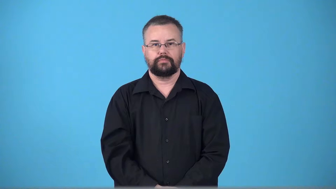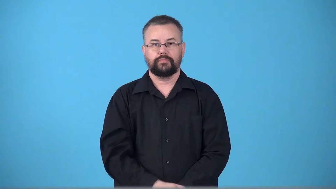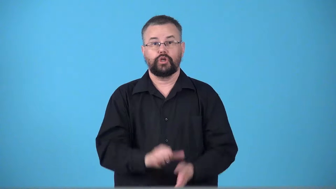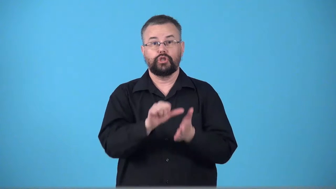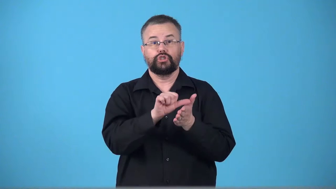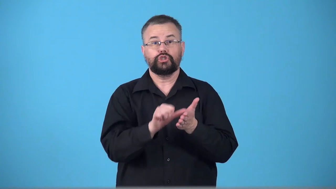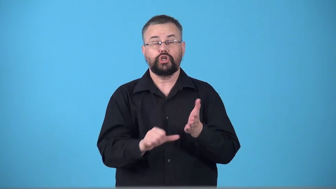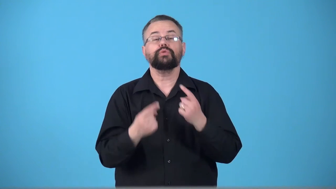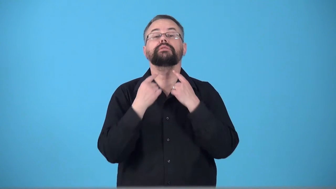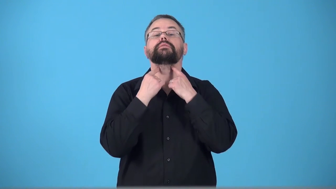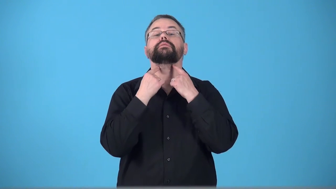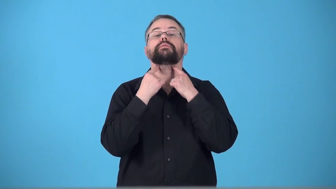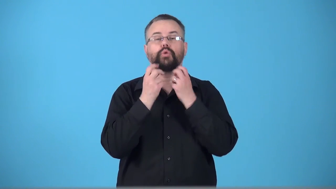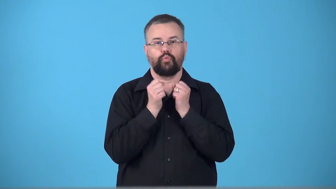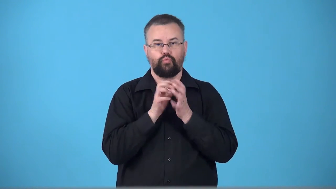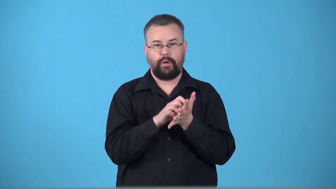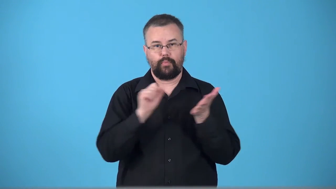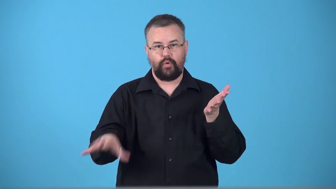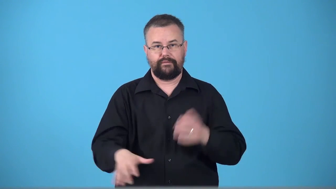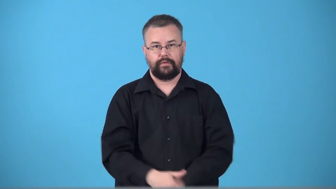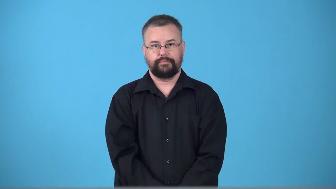tonsillectomy